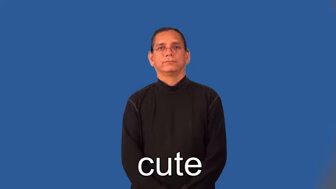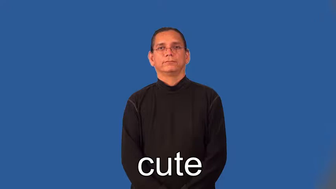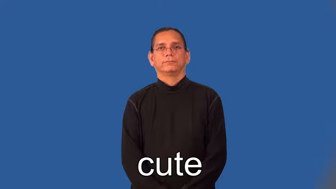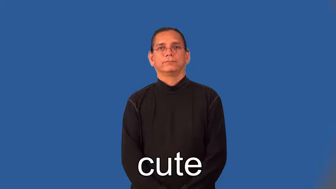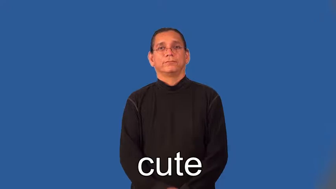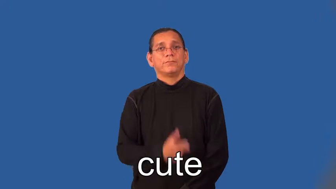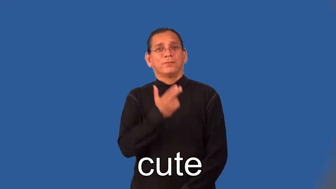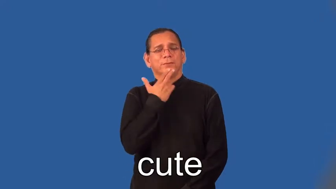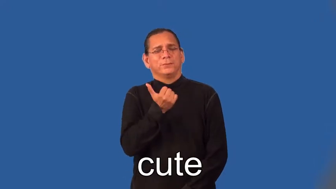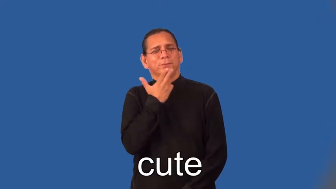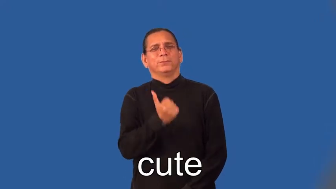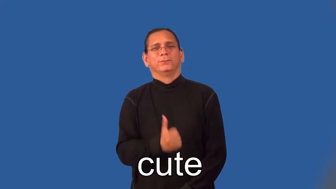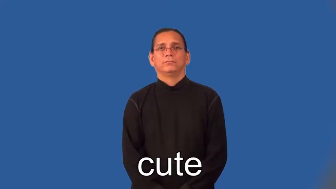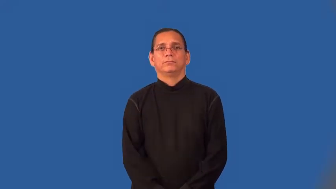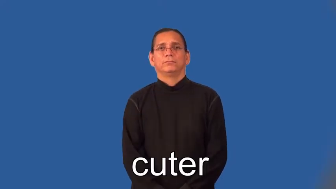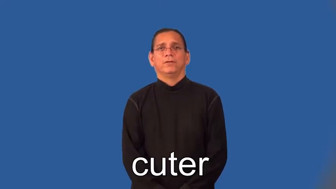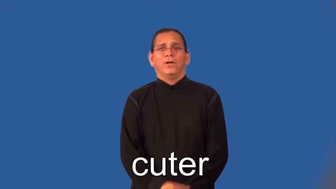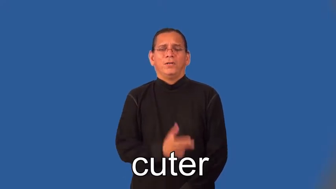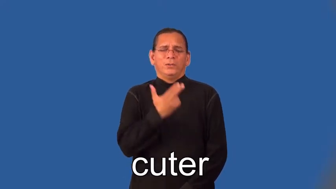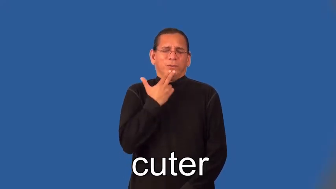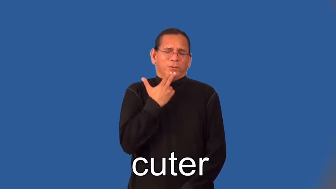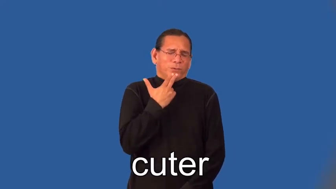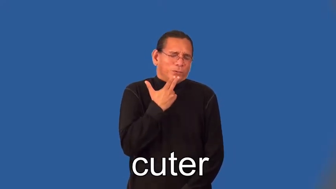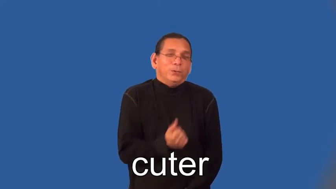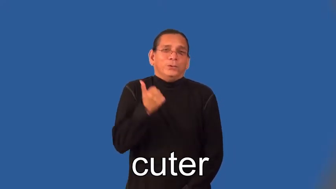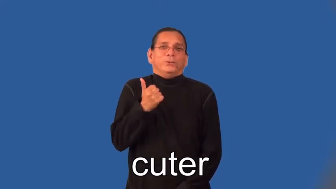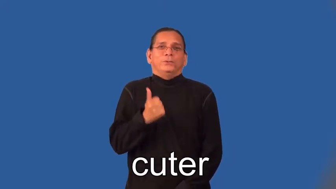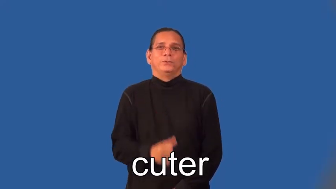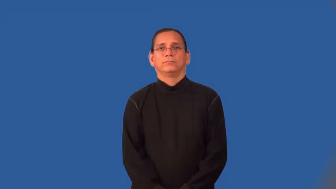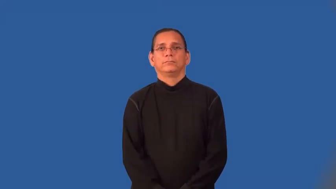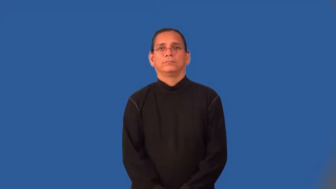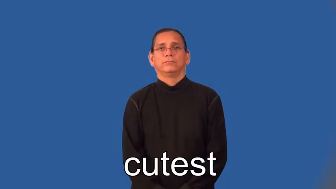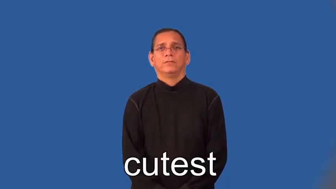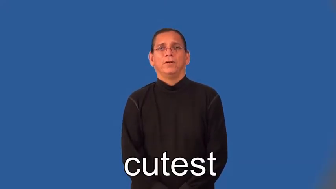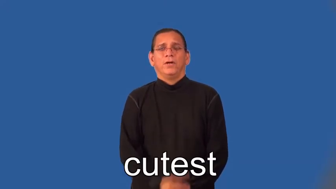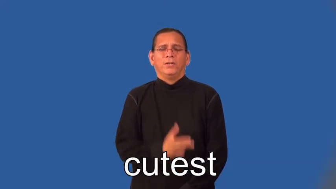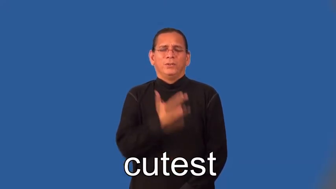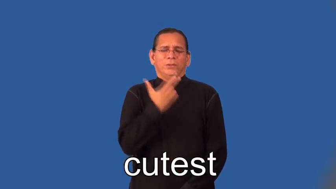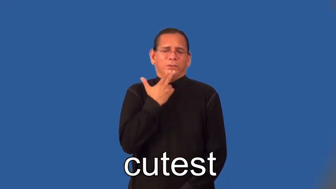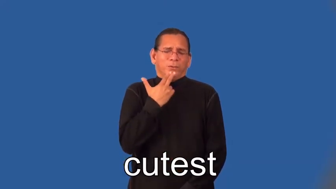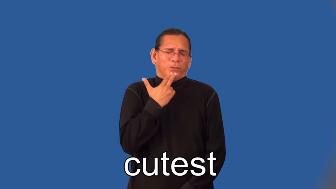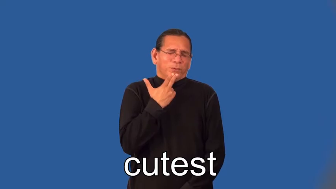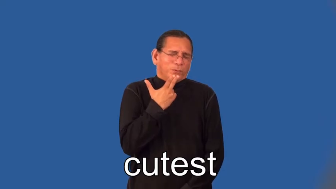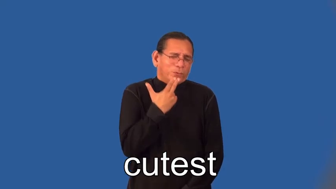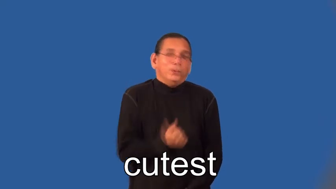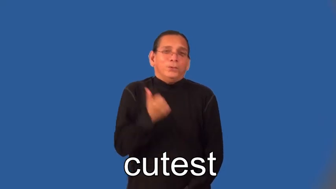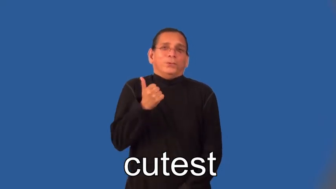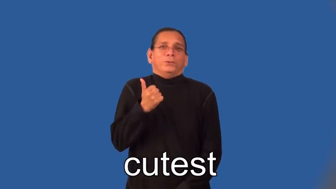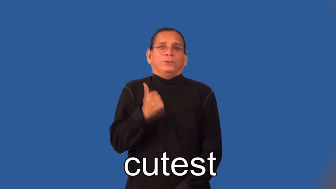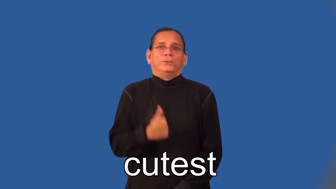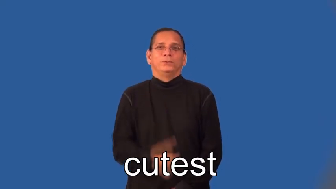cuter,cutest